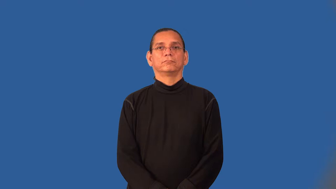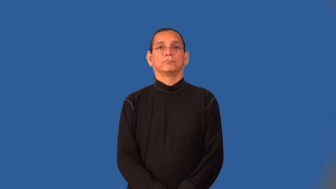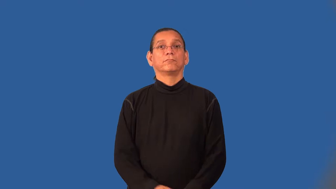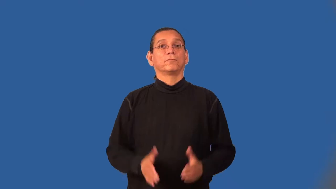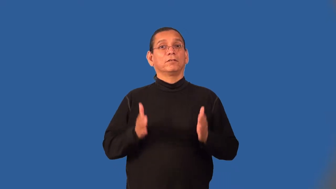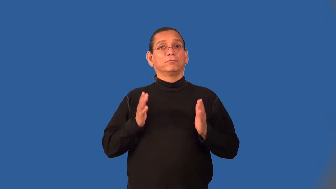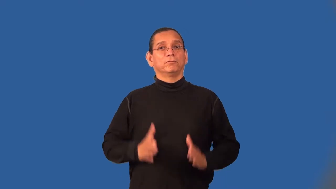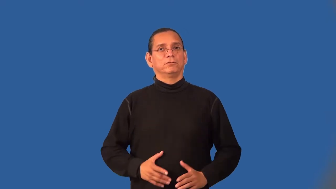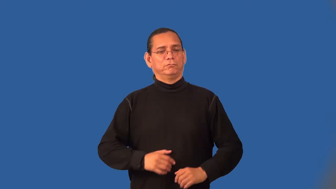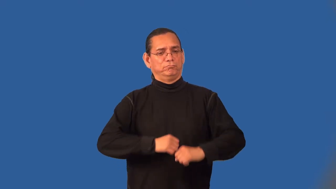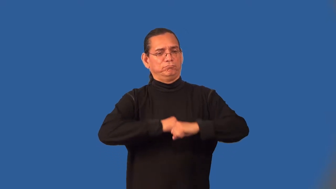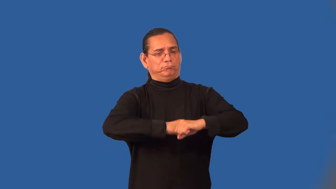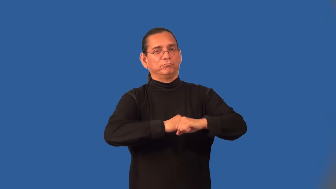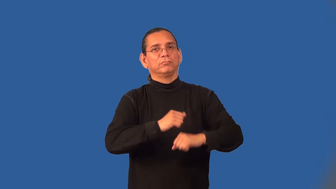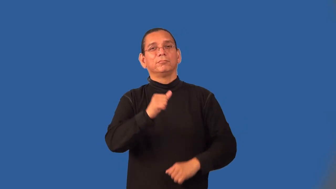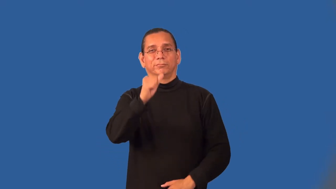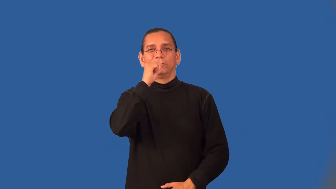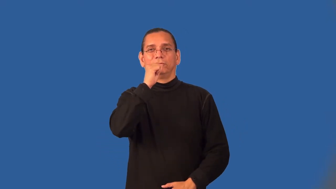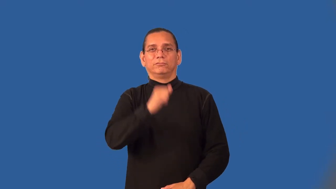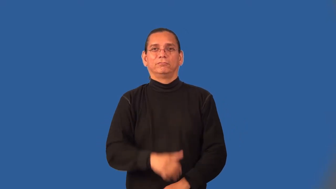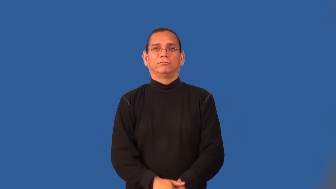bouncer